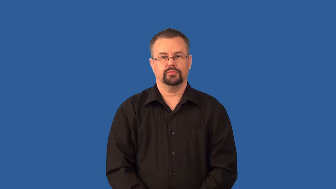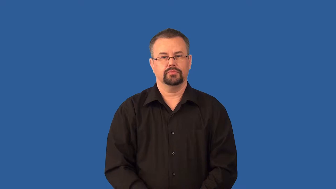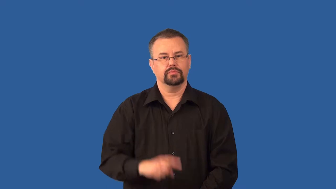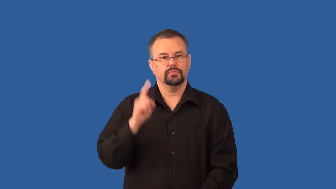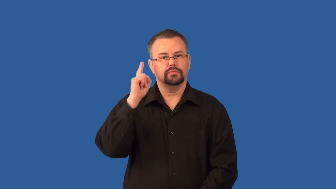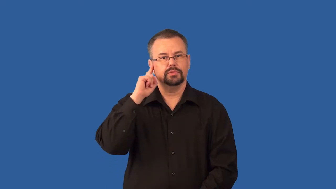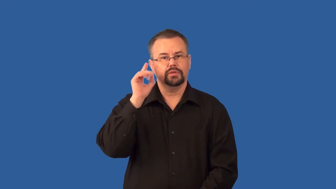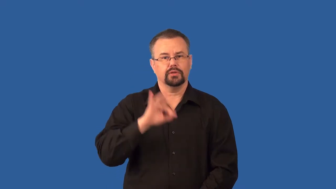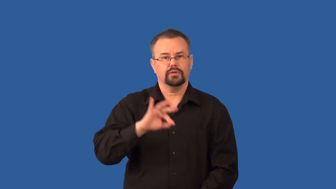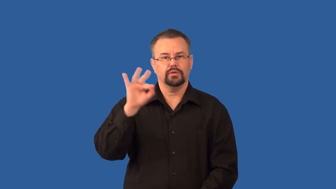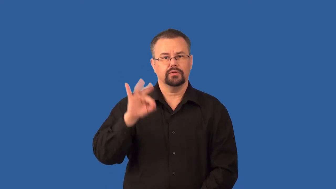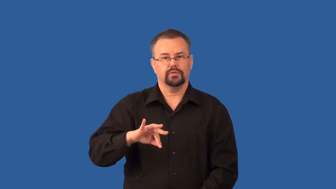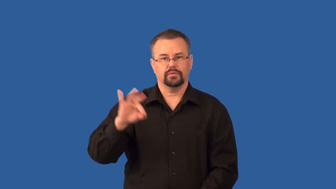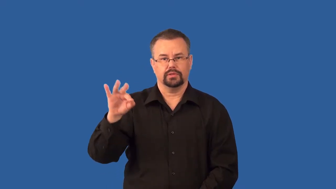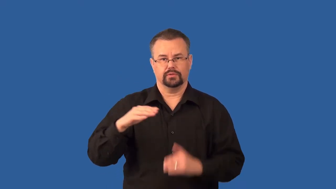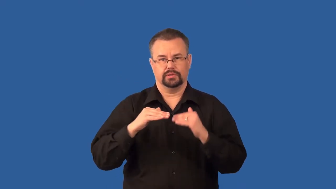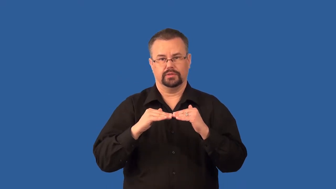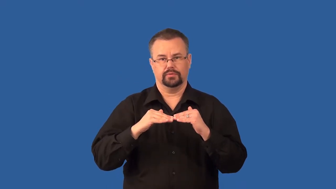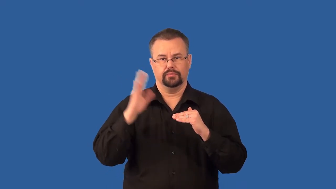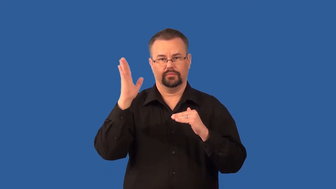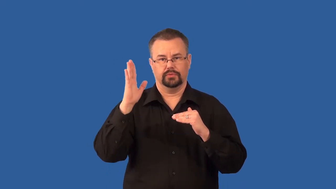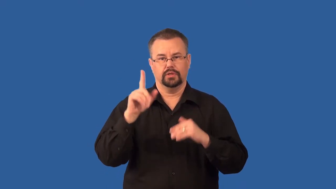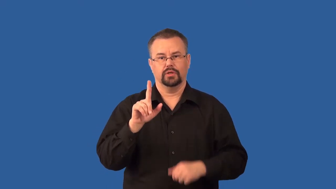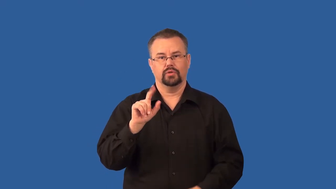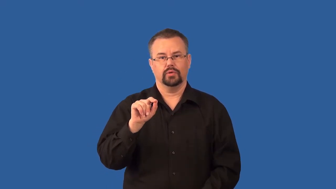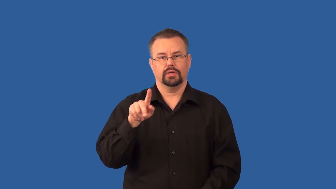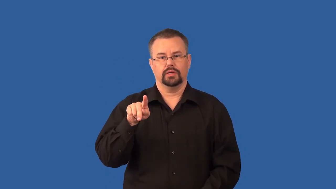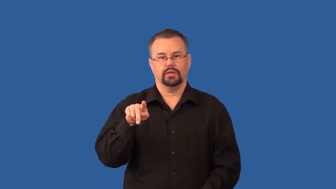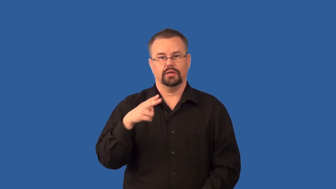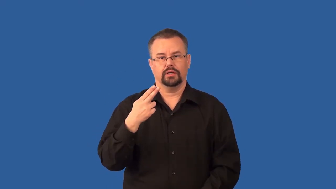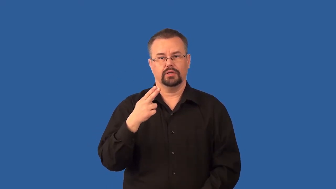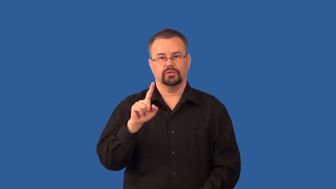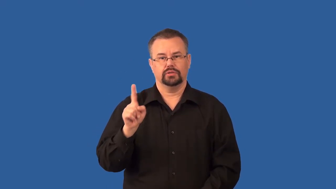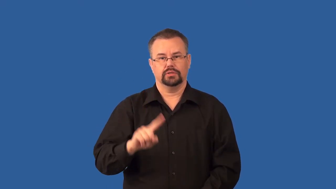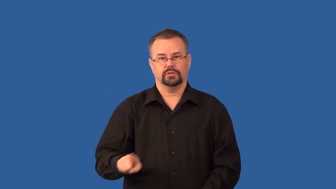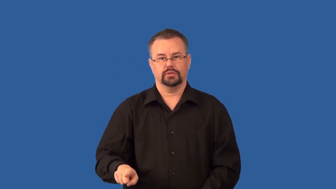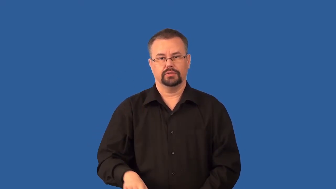ultrasonic